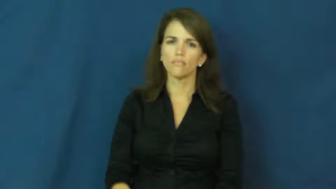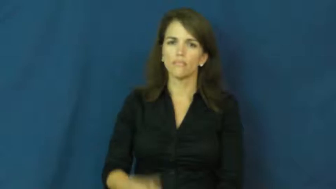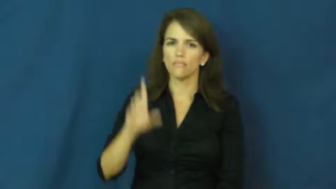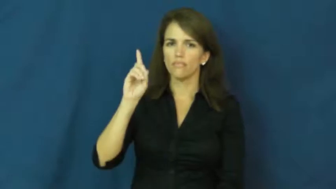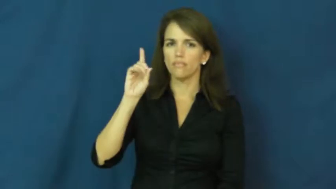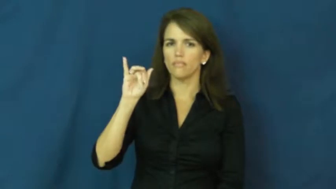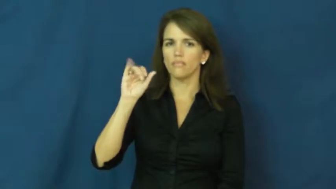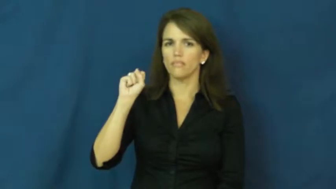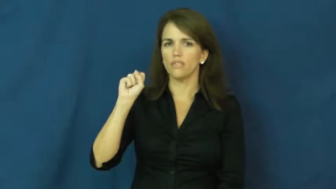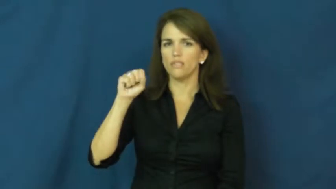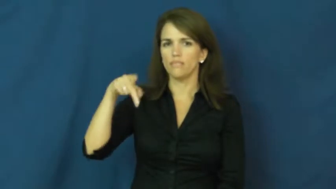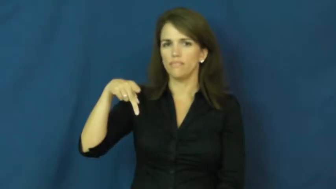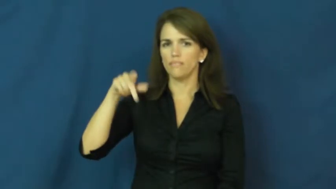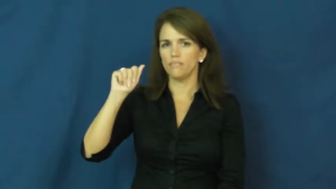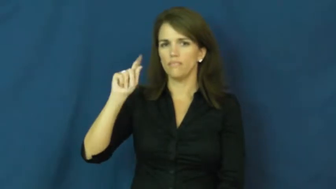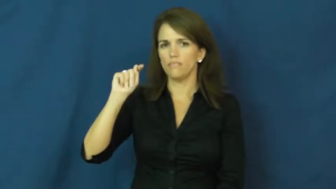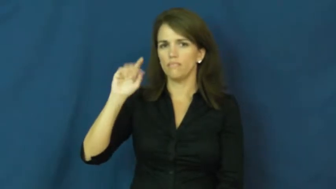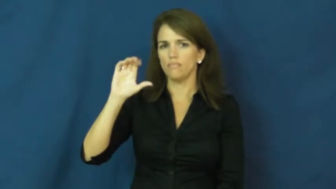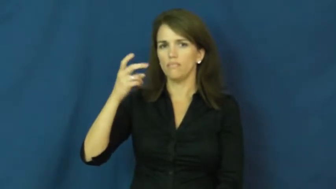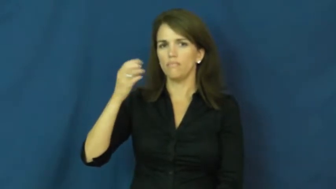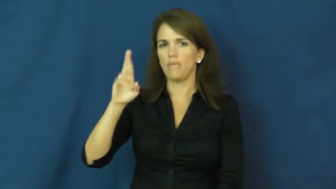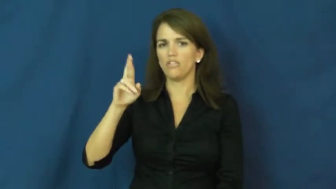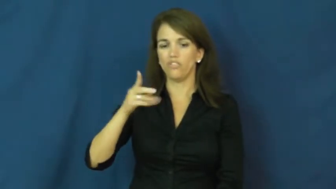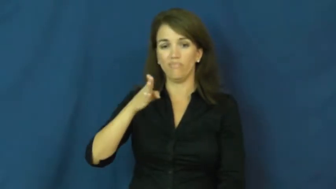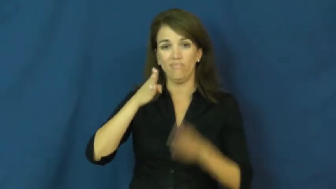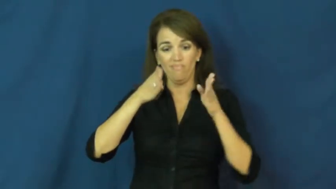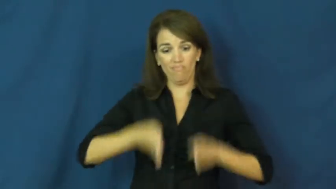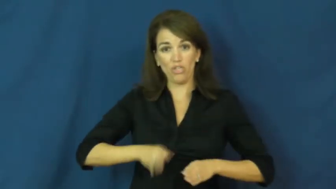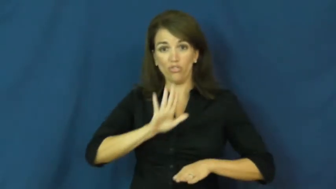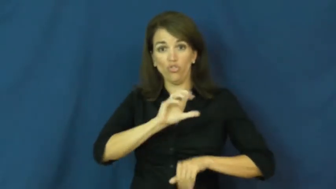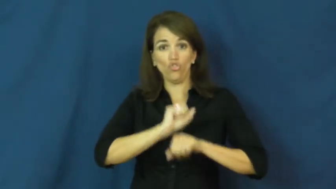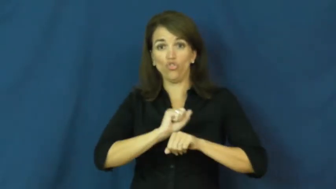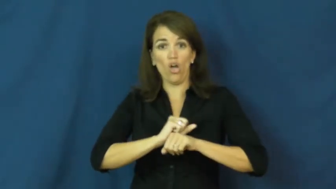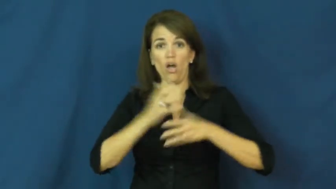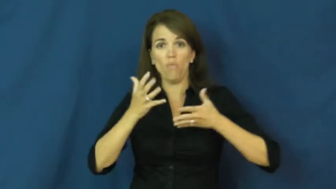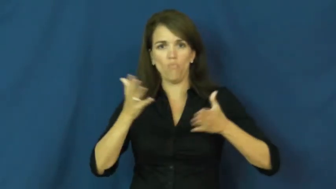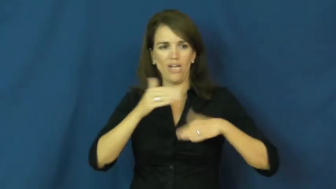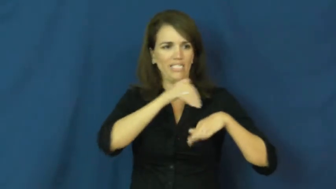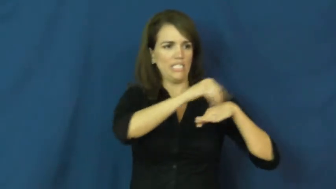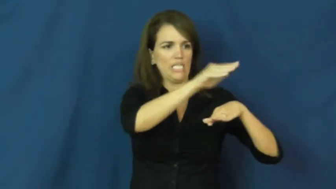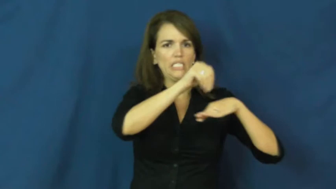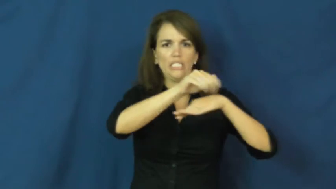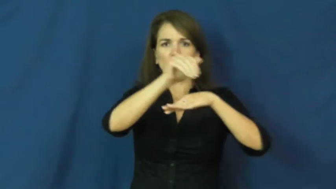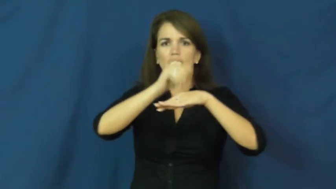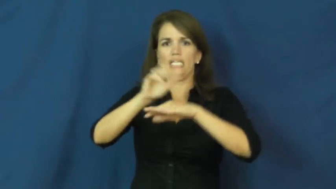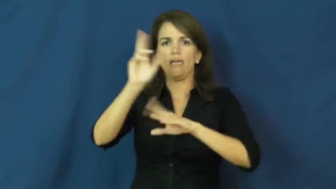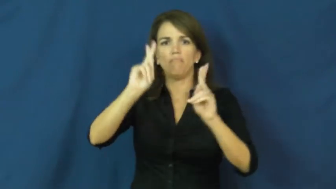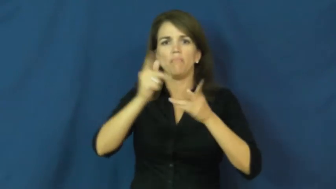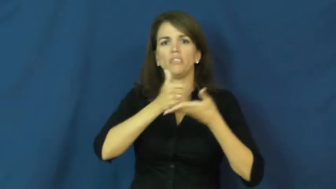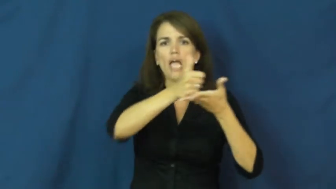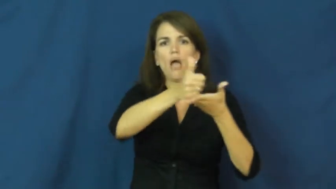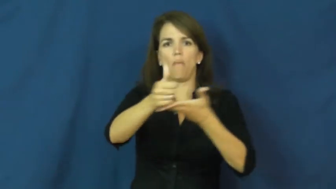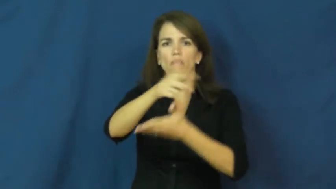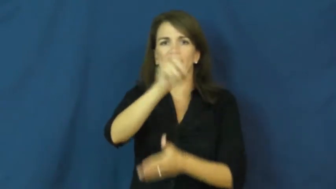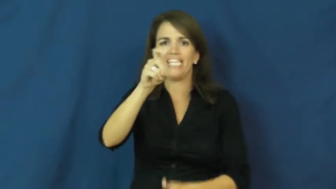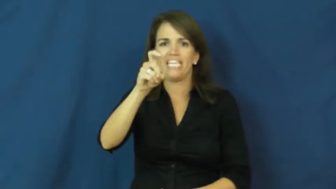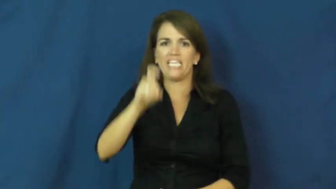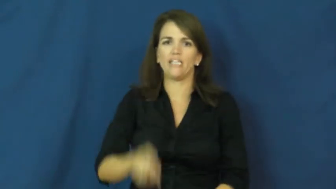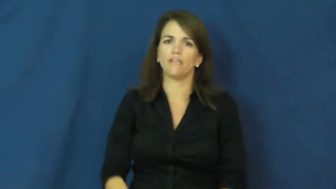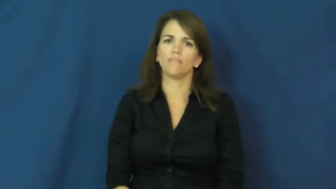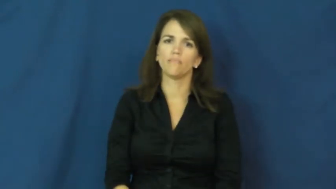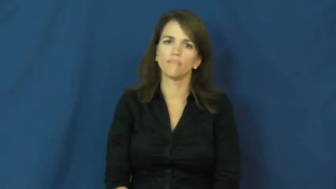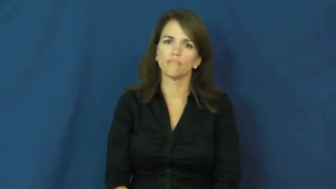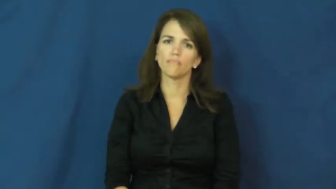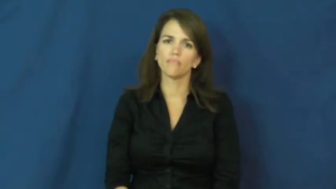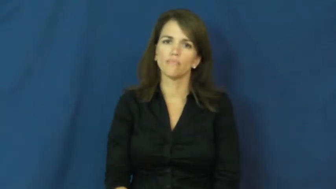dispatcher